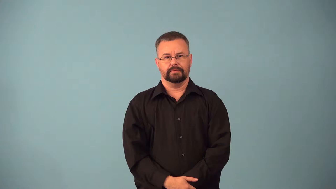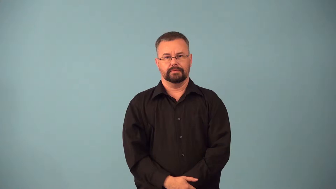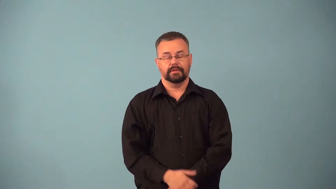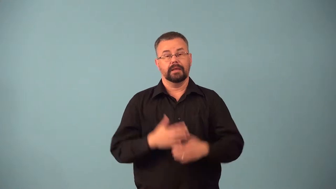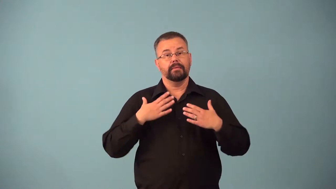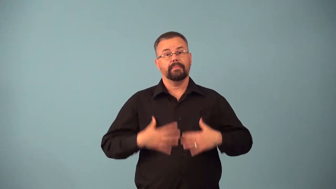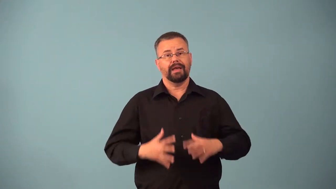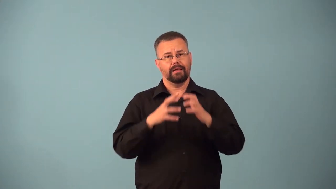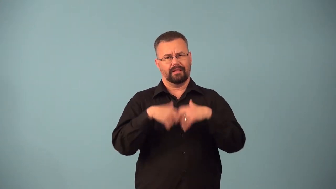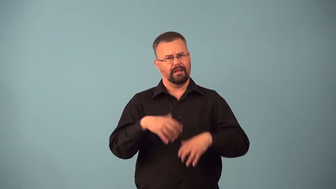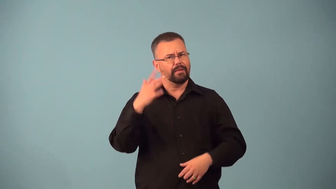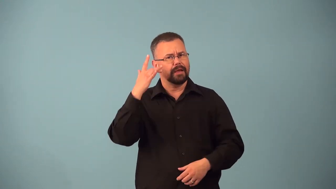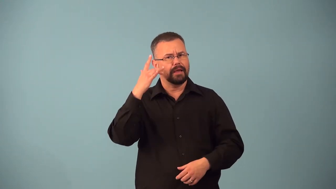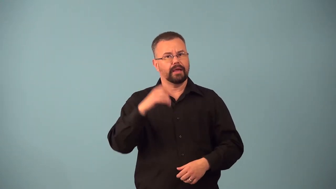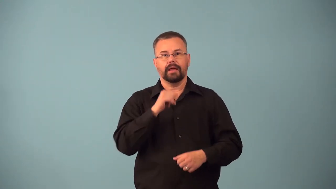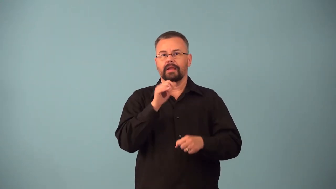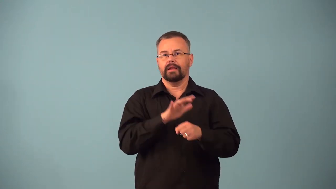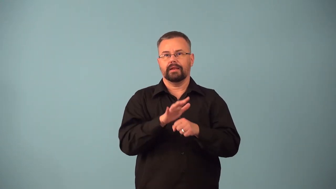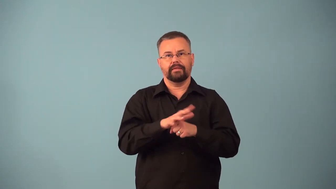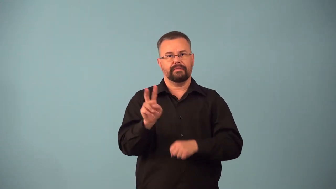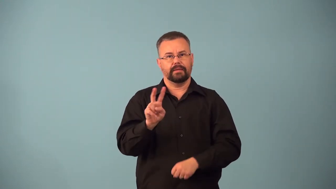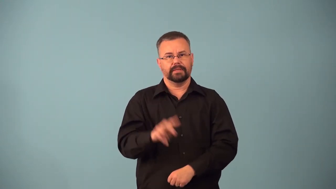avitaminosis